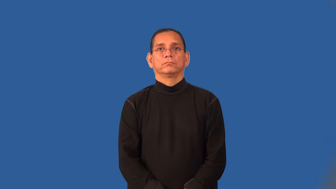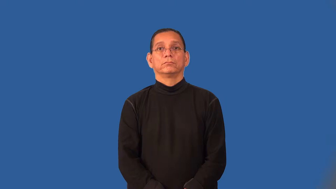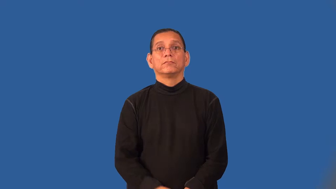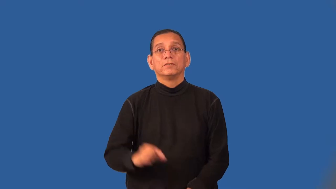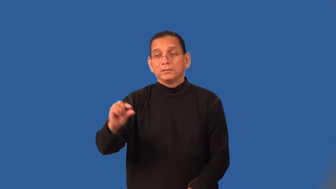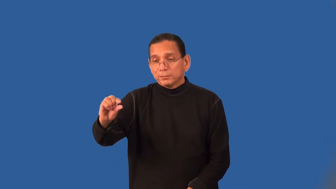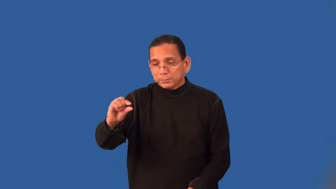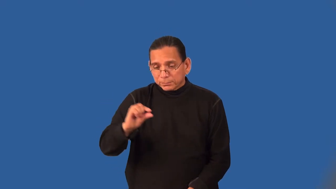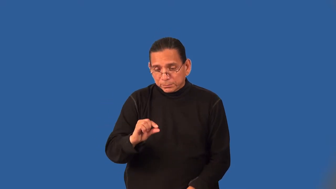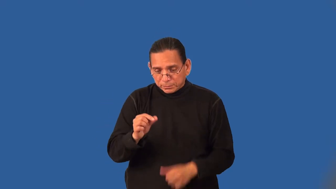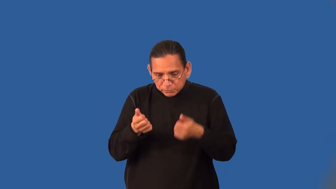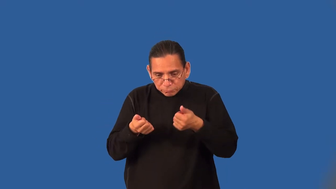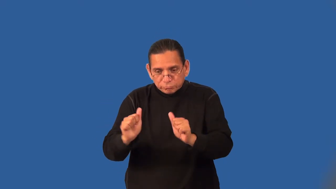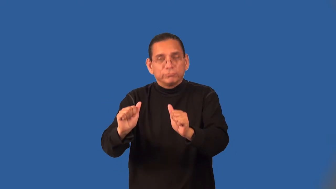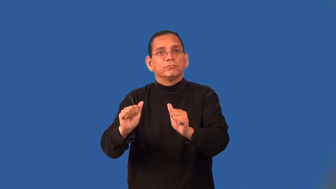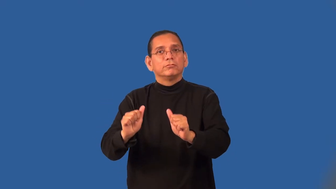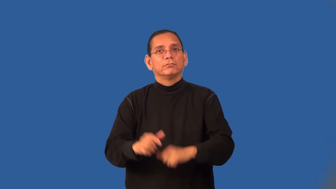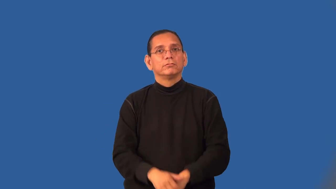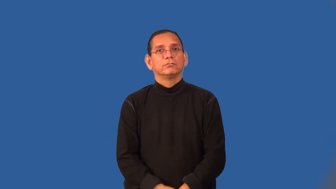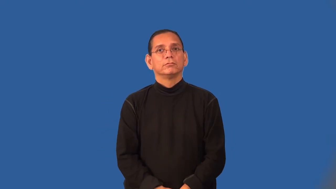sample-verb